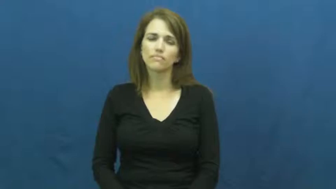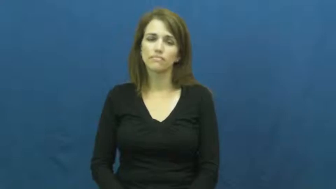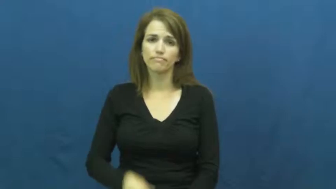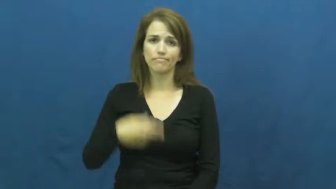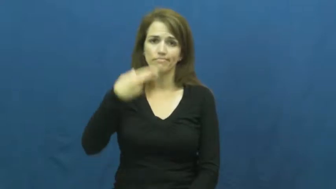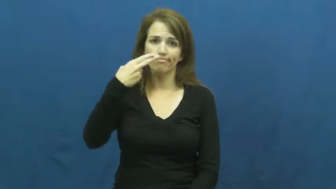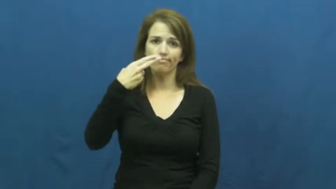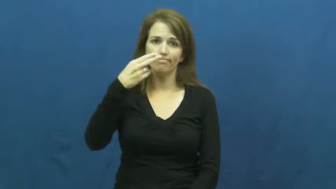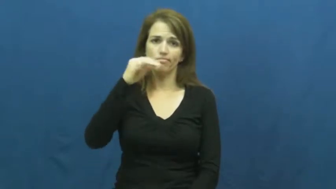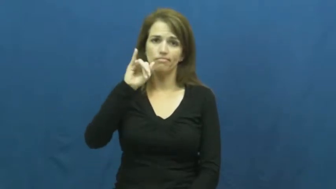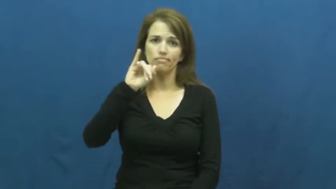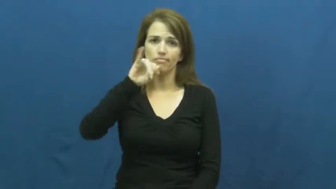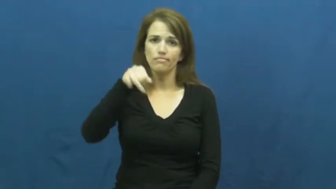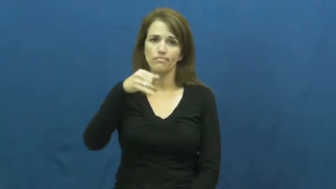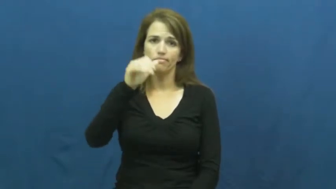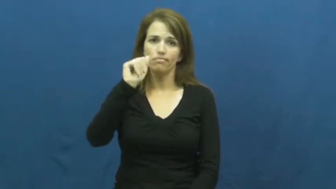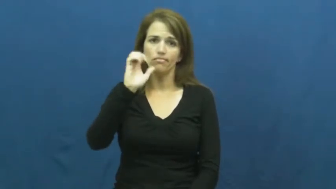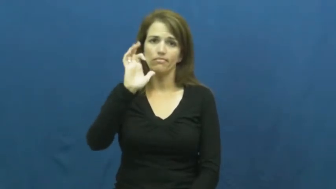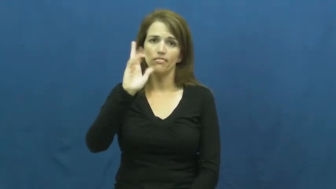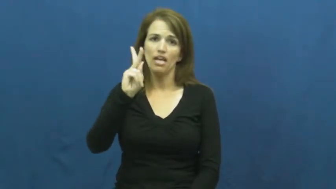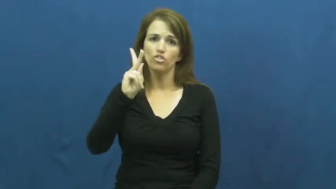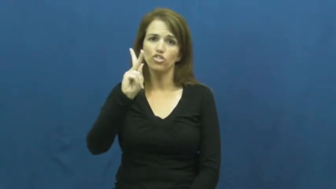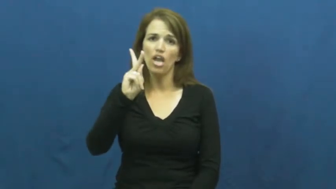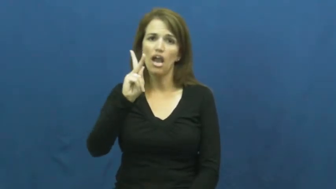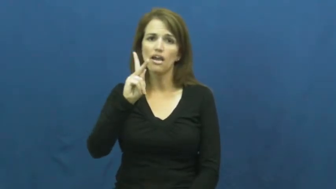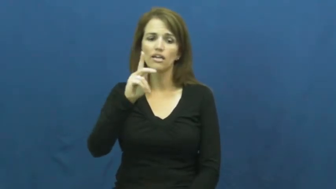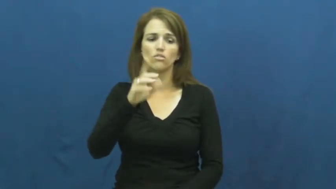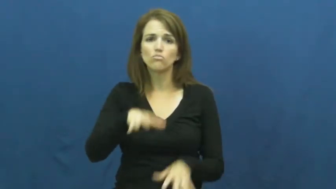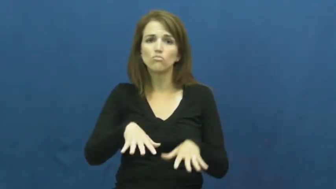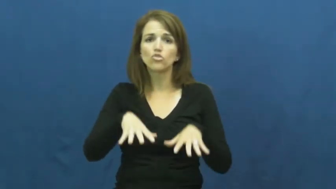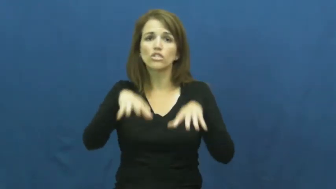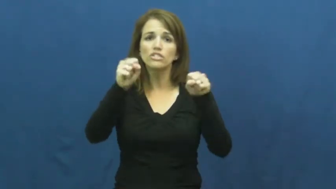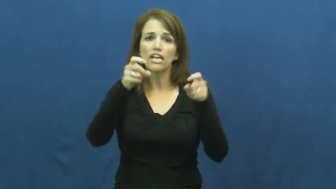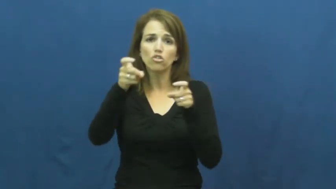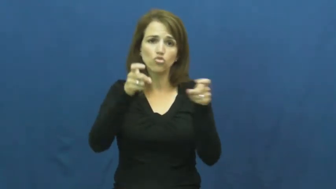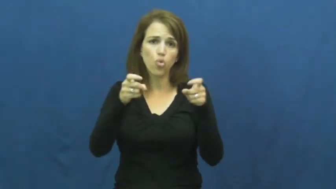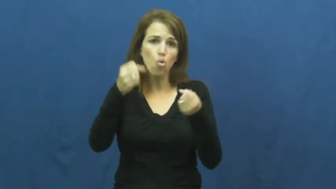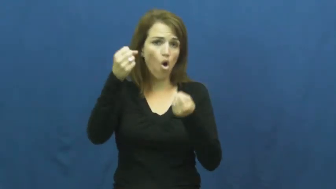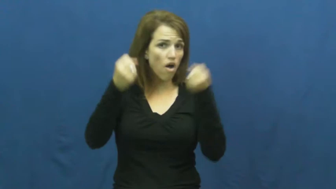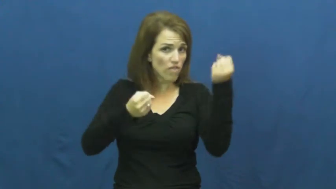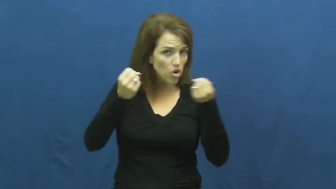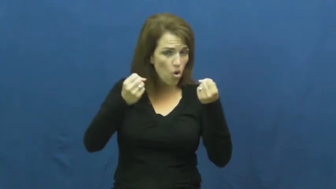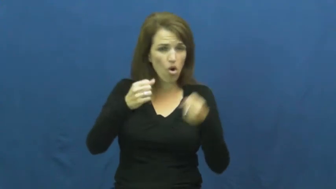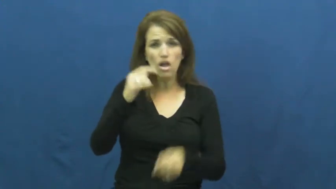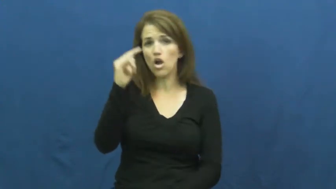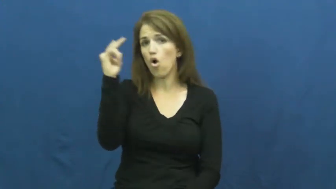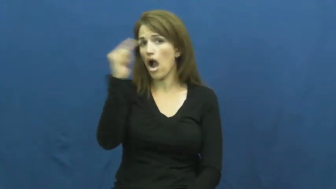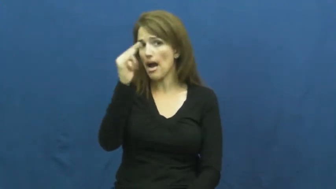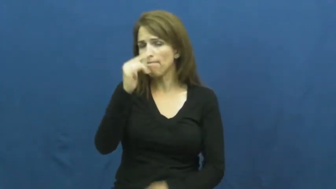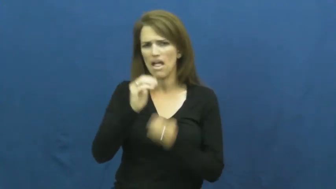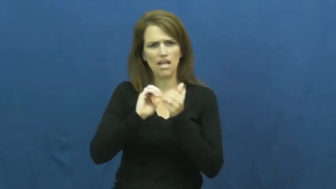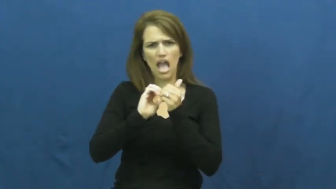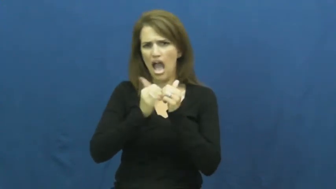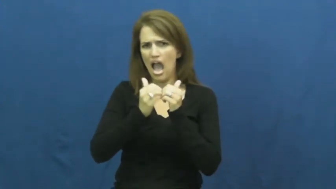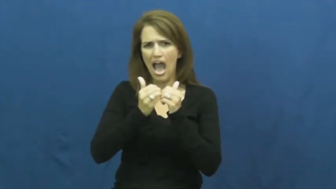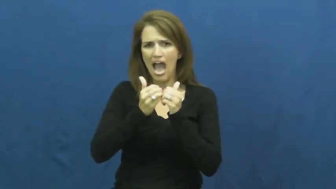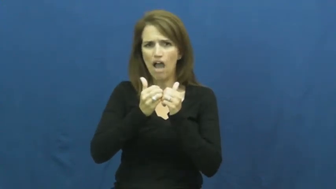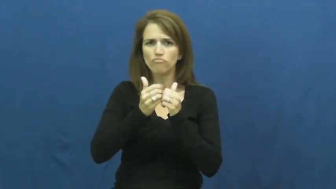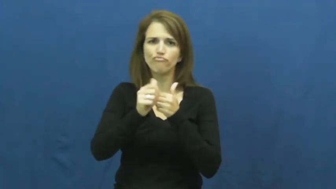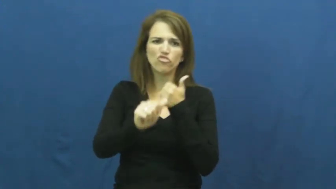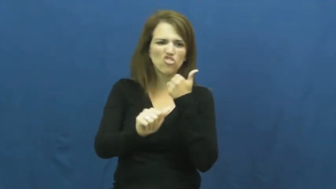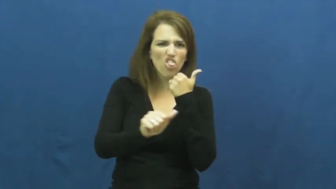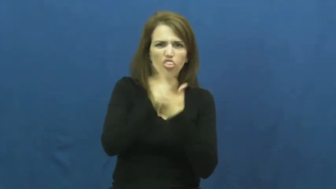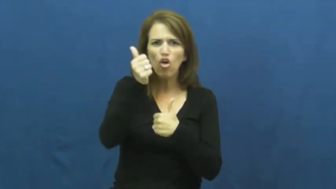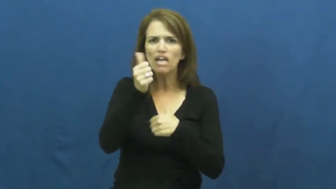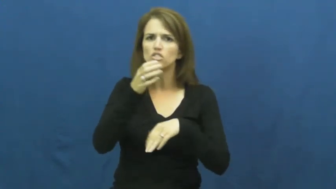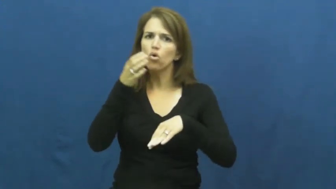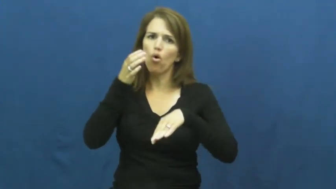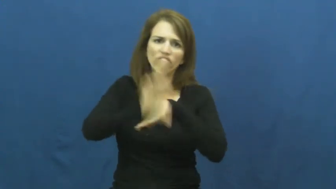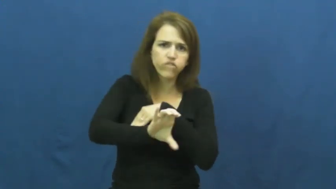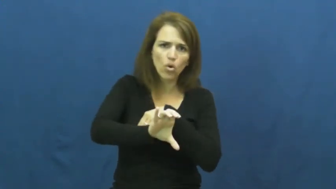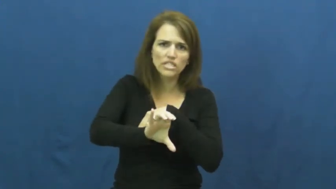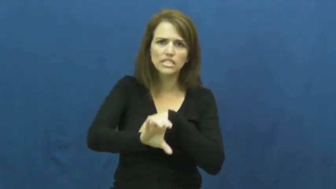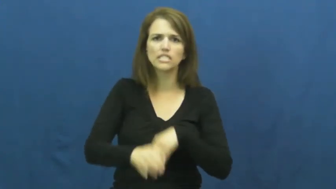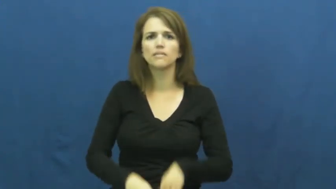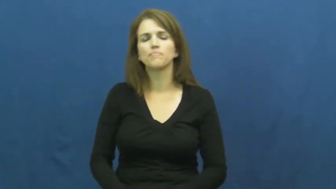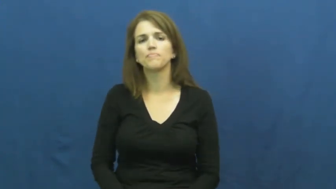hijack